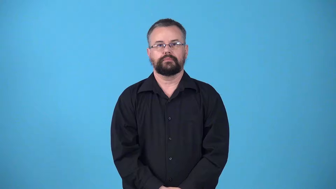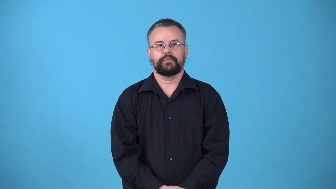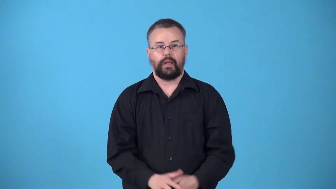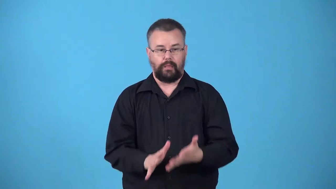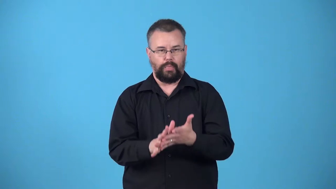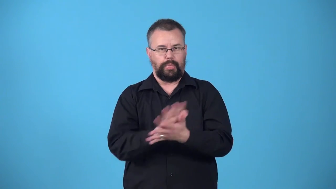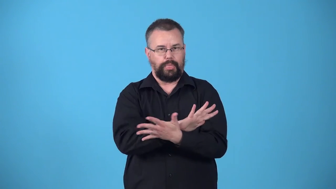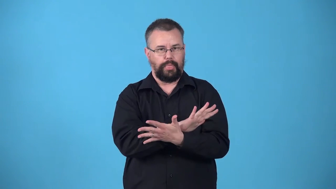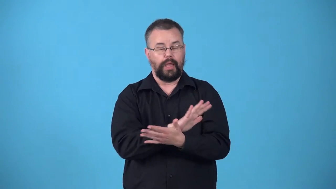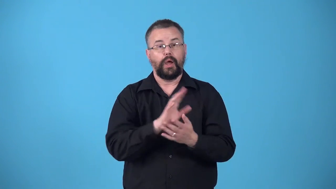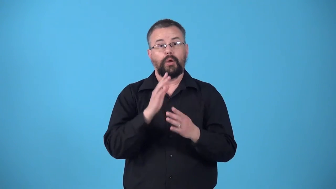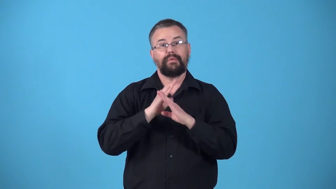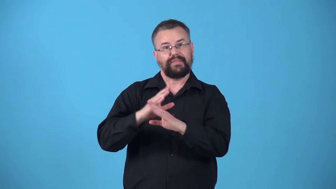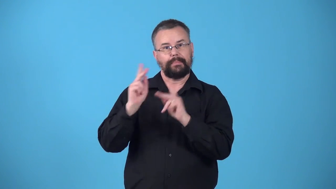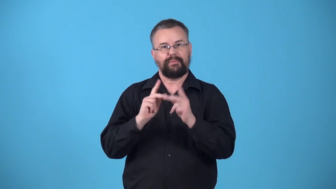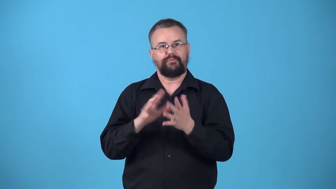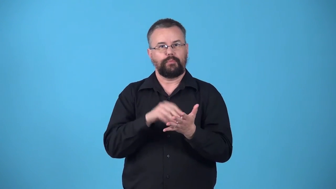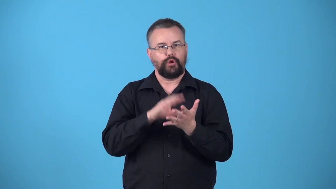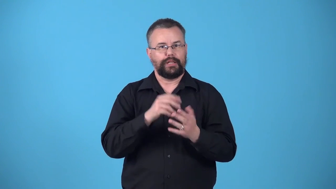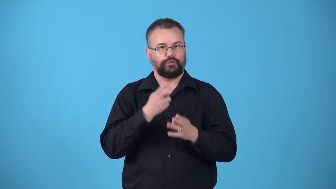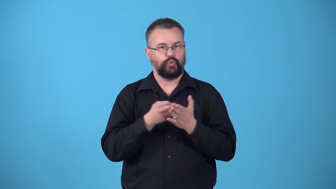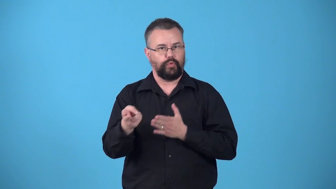whitewash,coverup-stop people from discovering truth